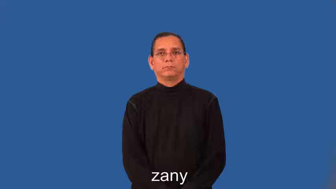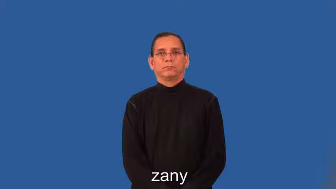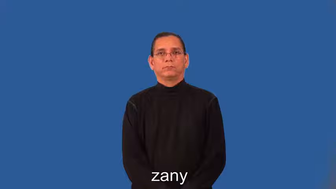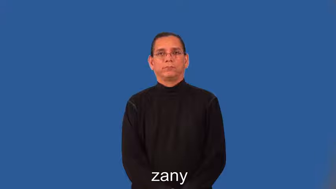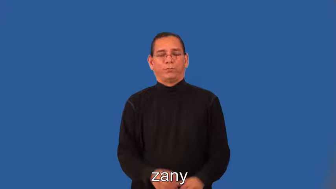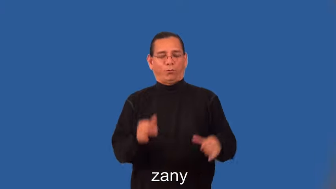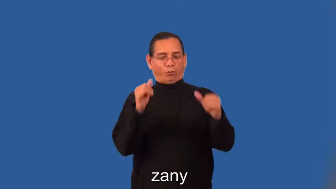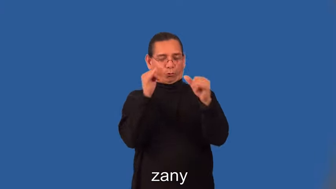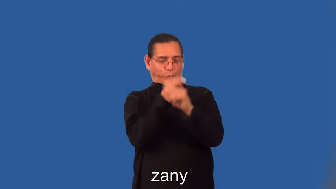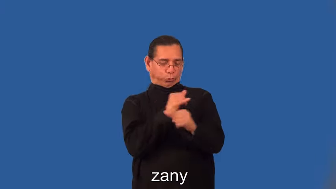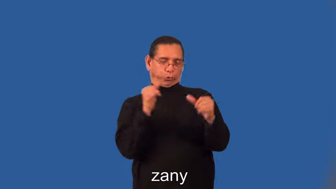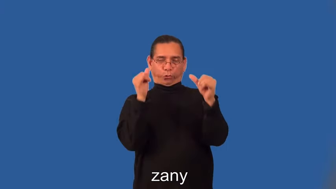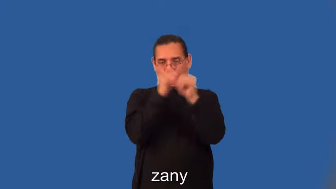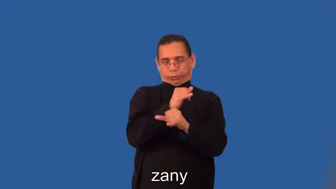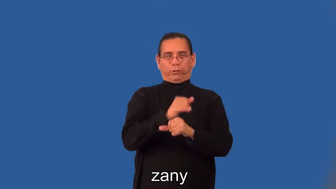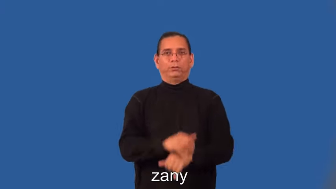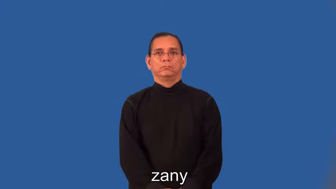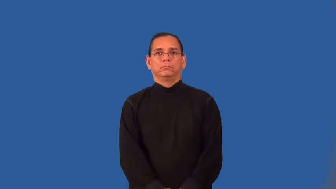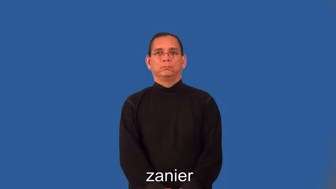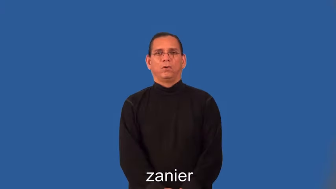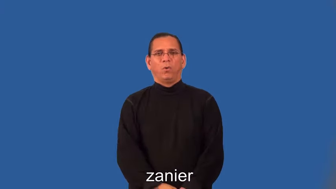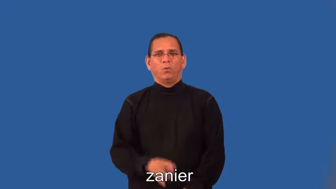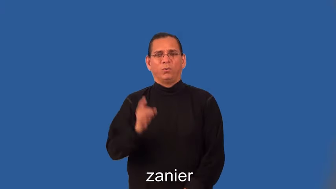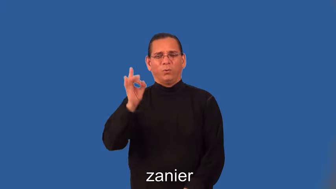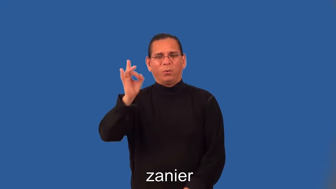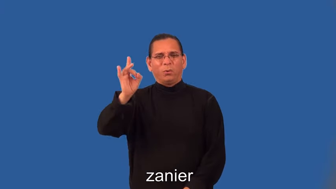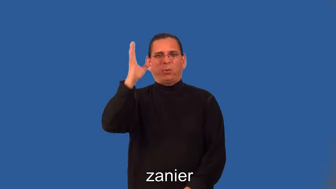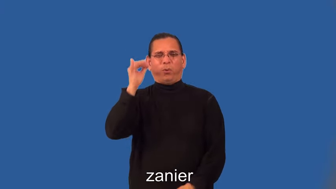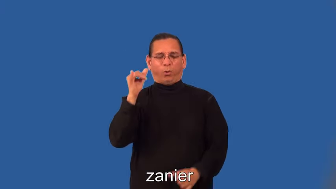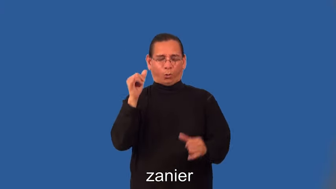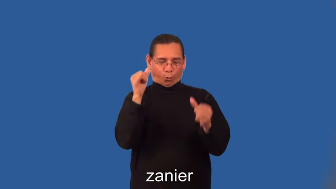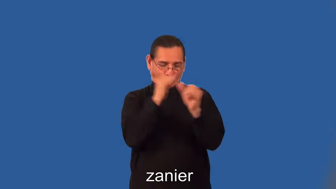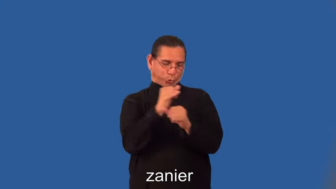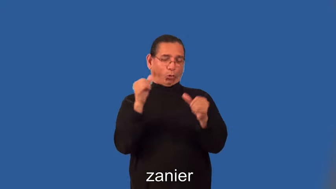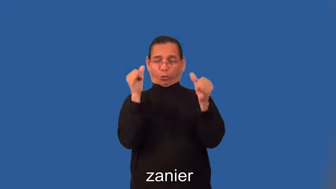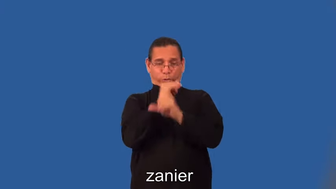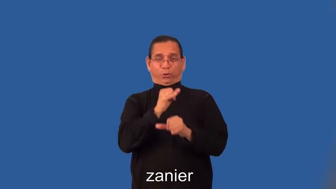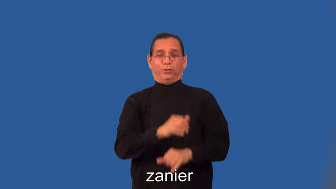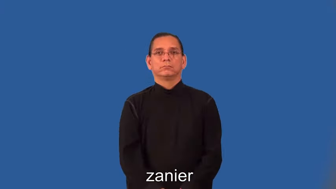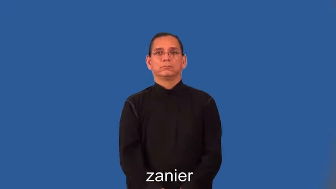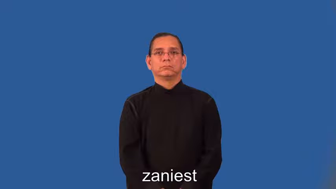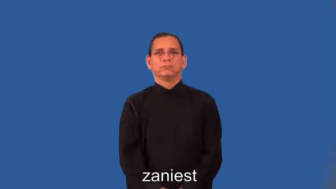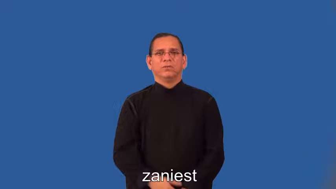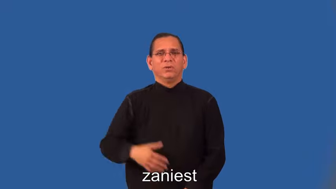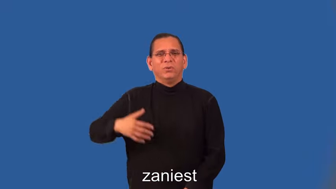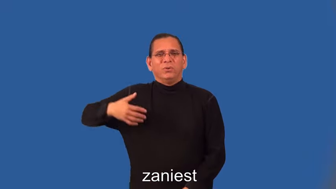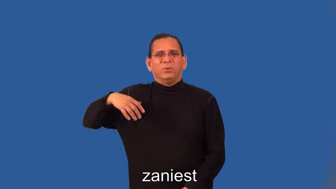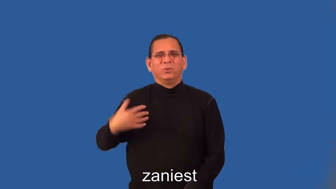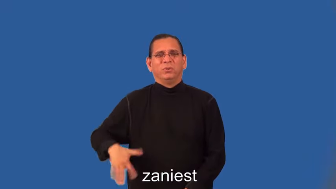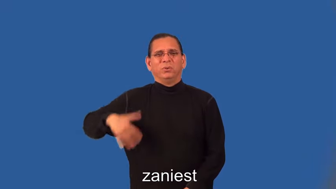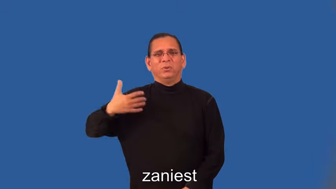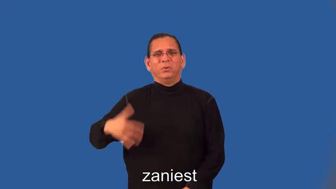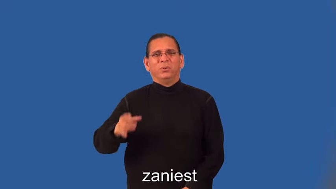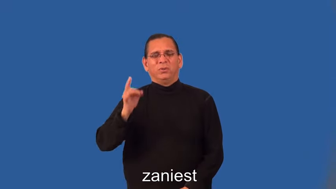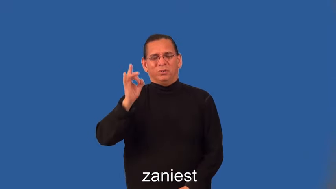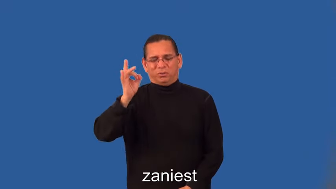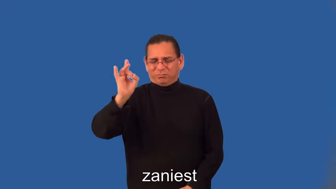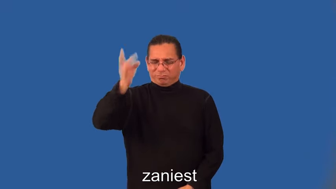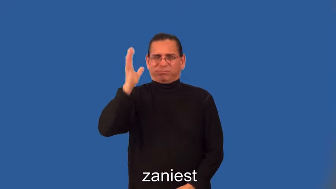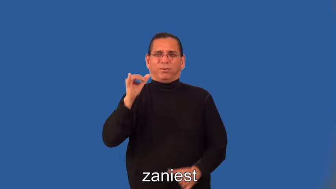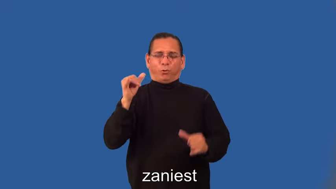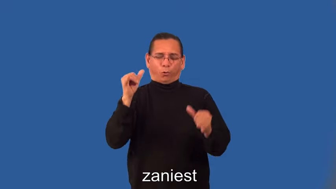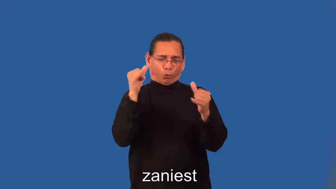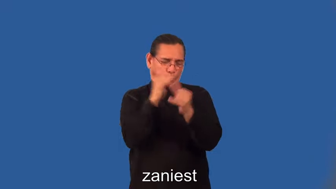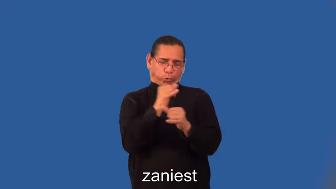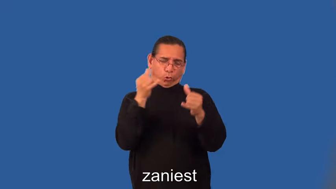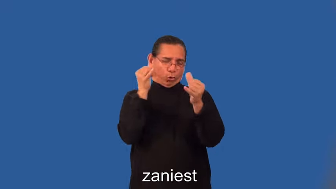zanier,zaniest